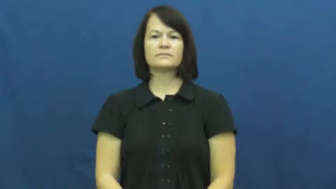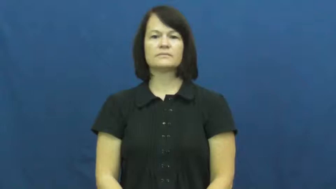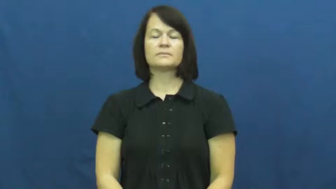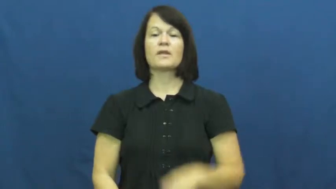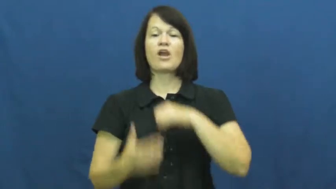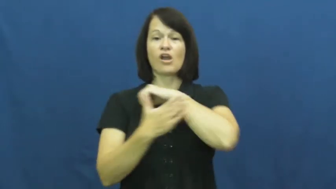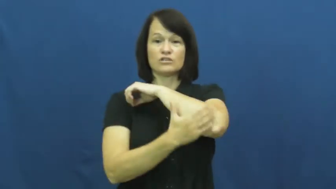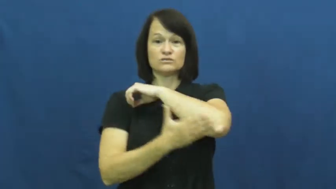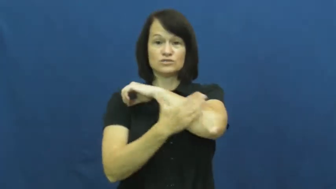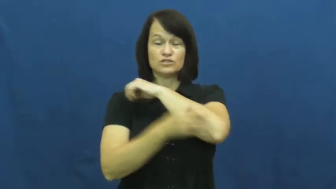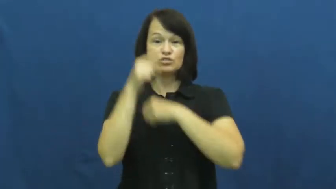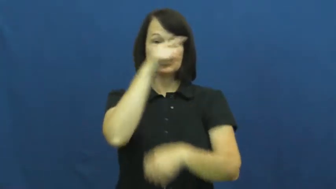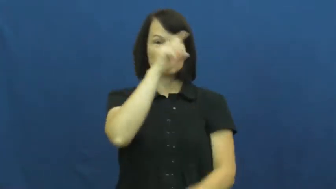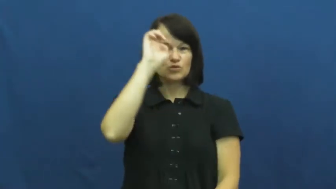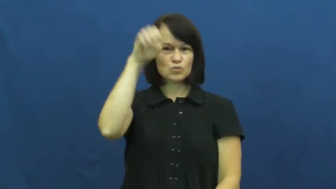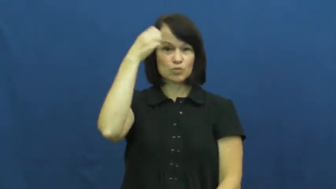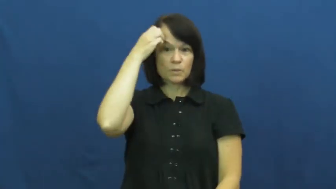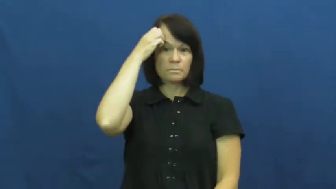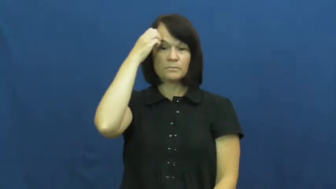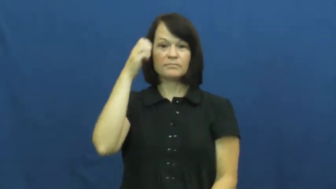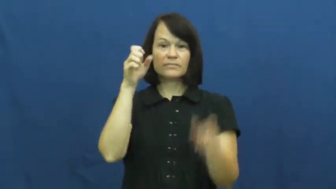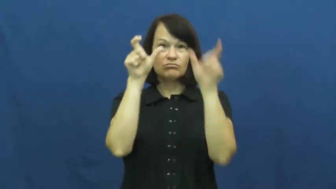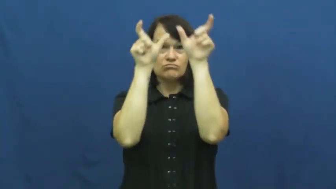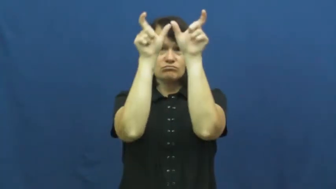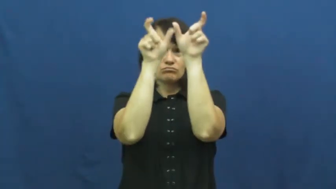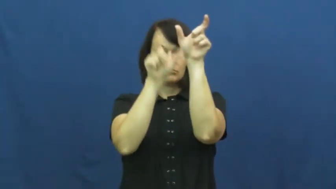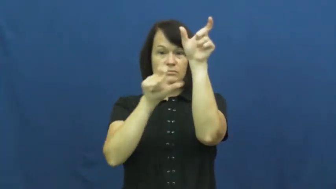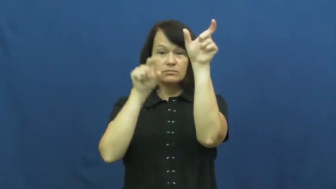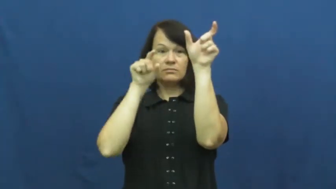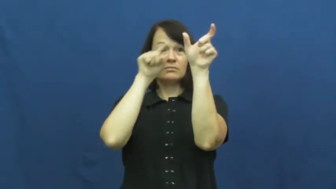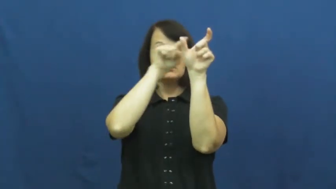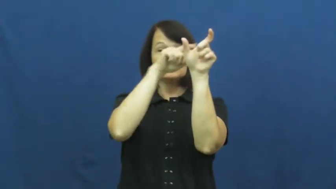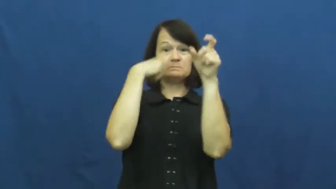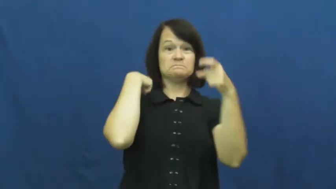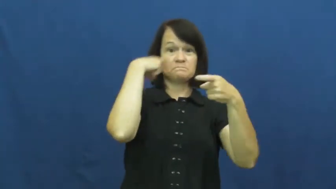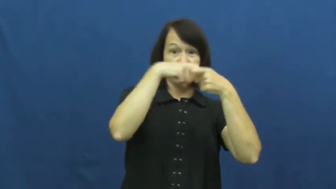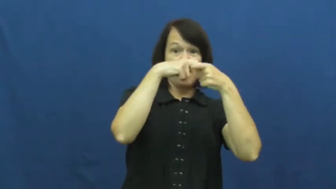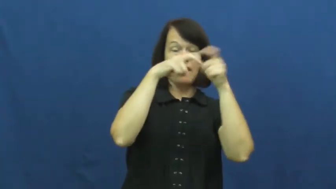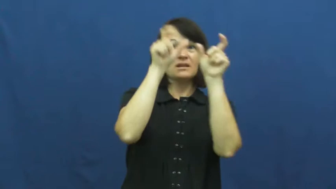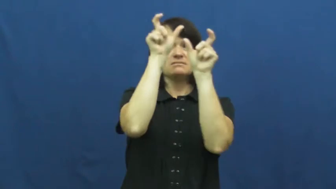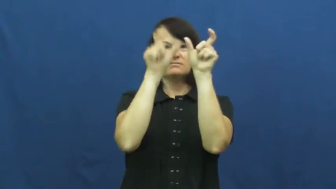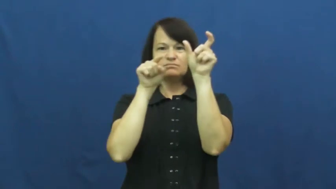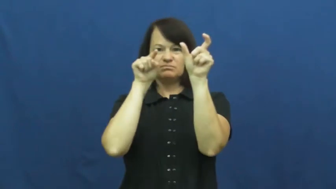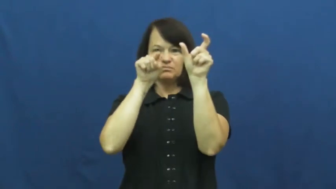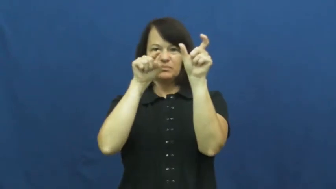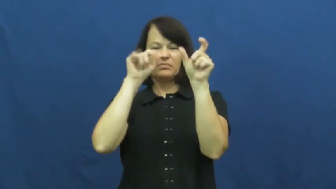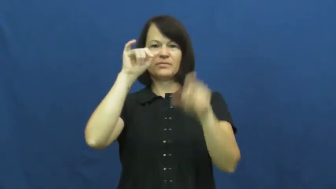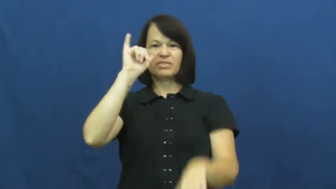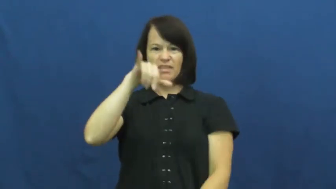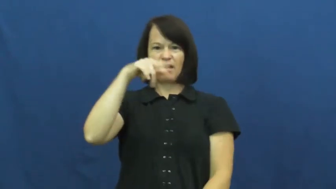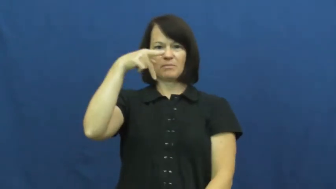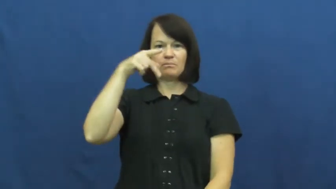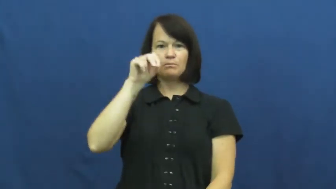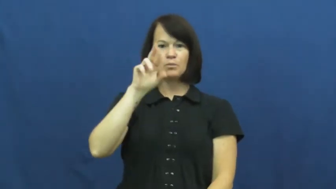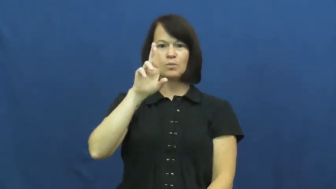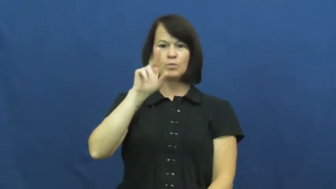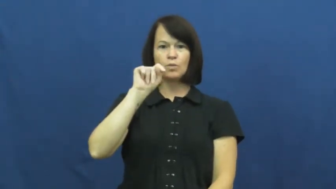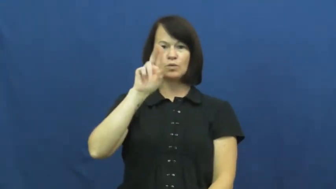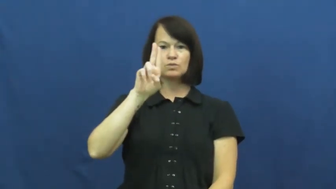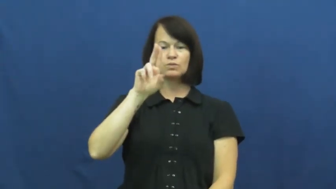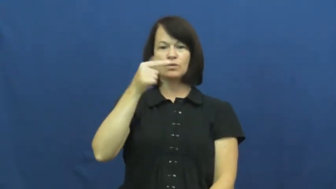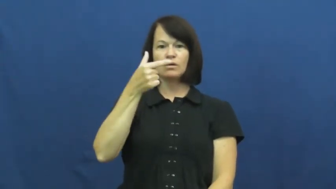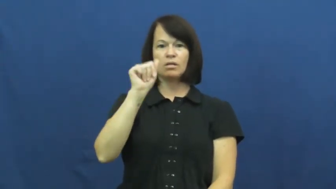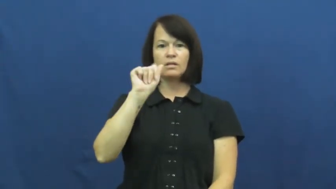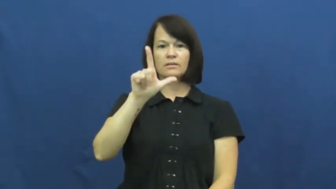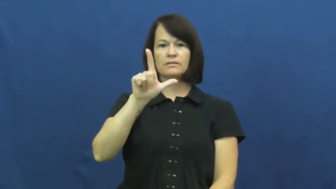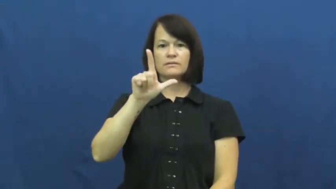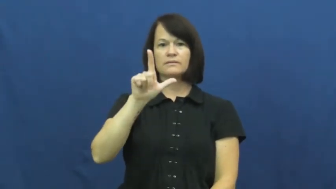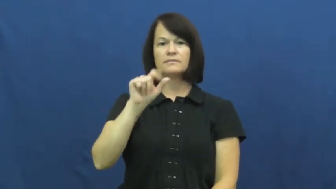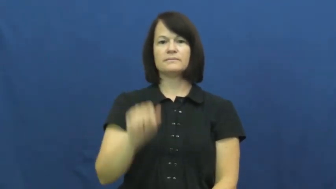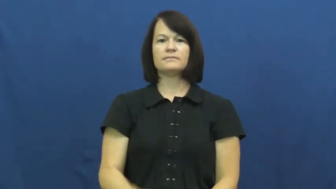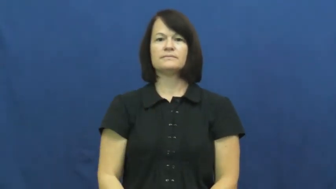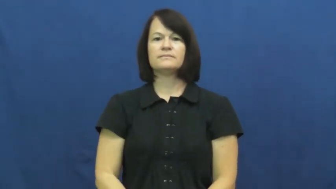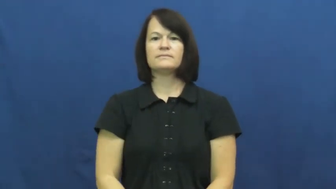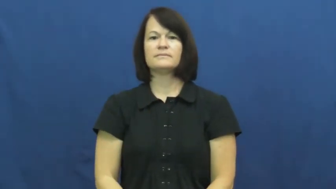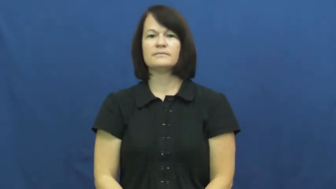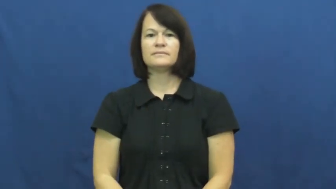portugal